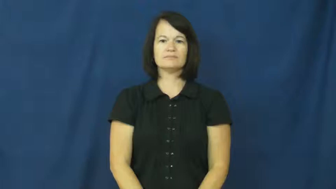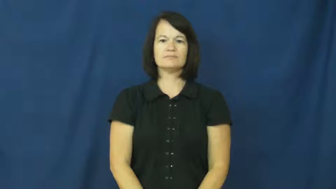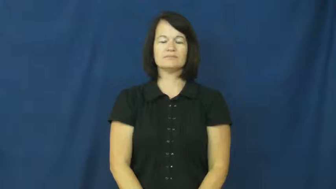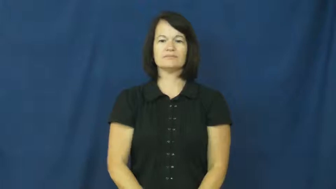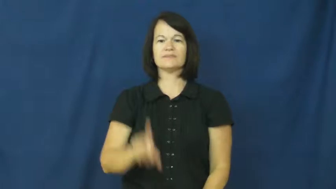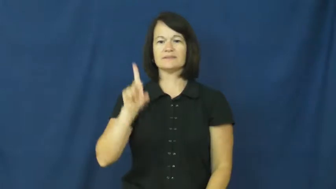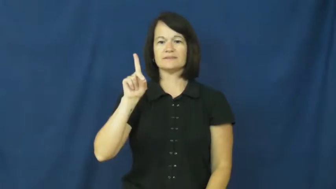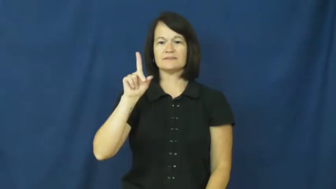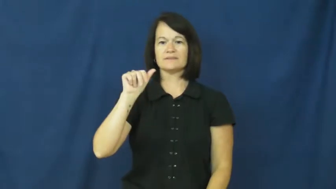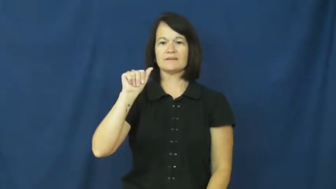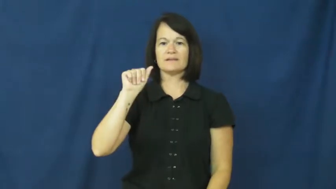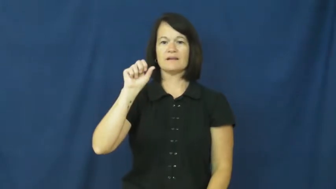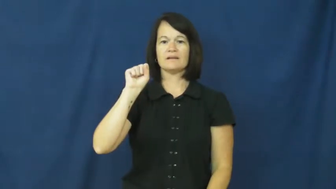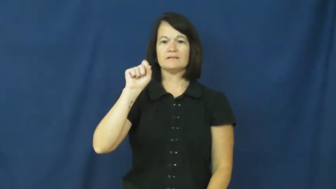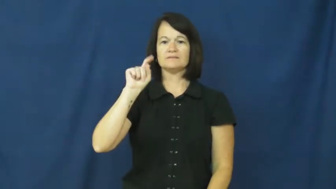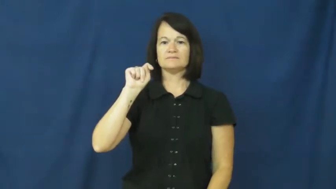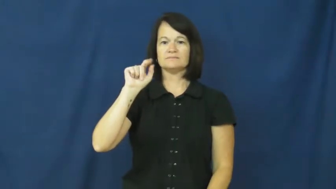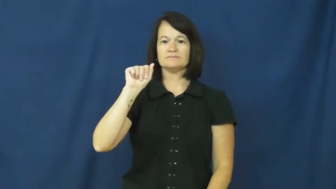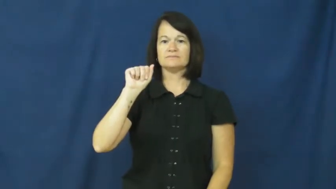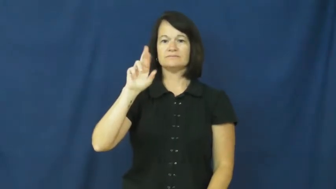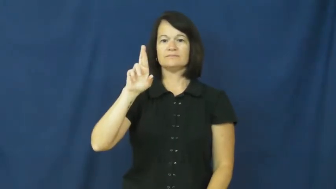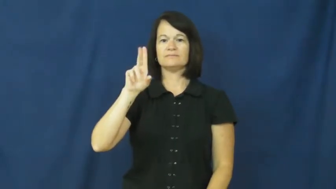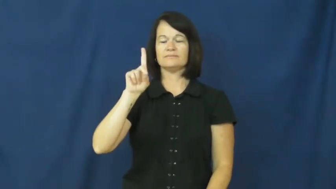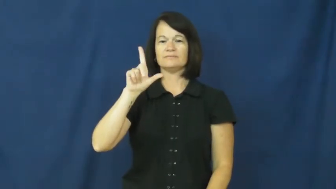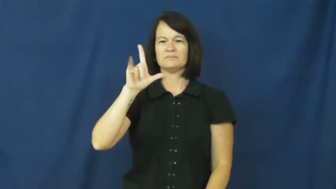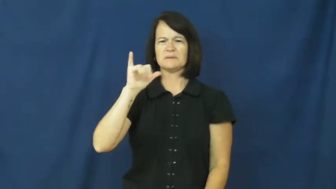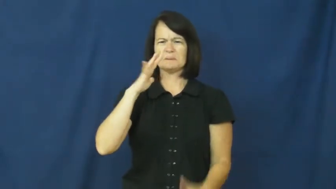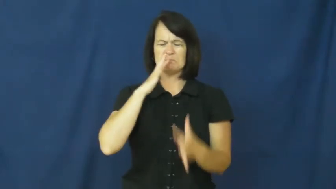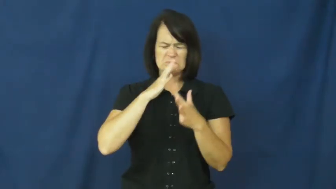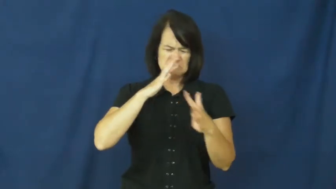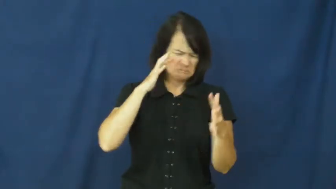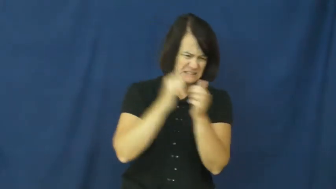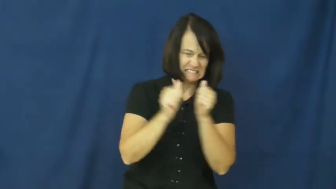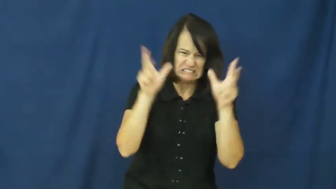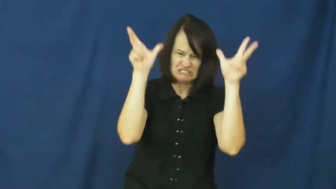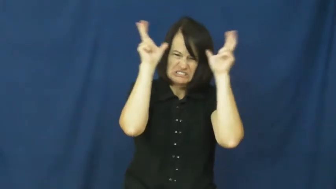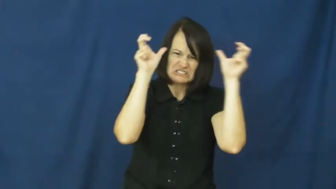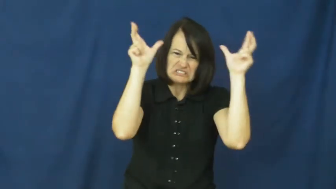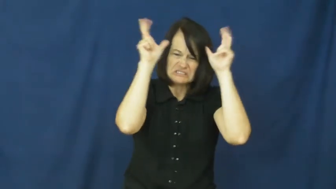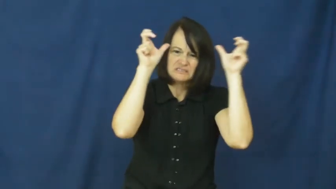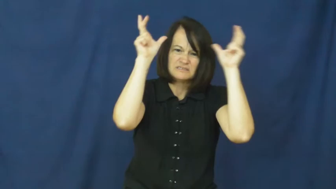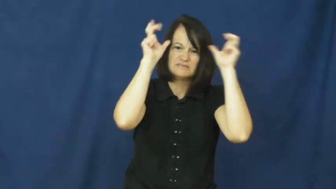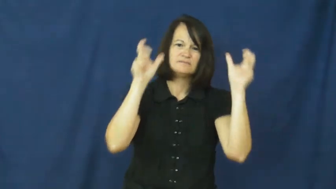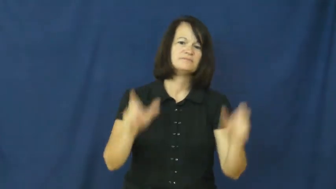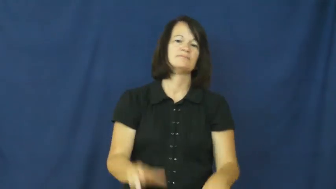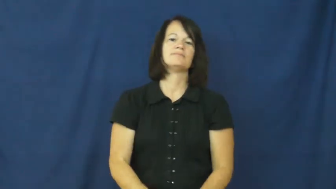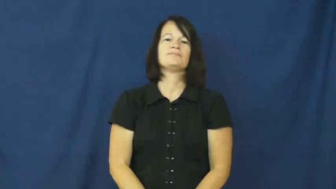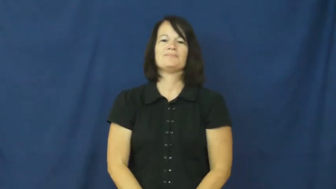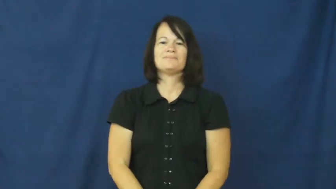dastardly